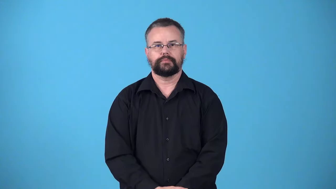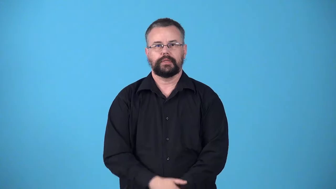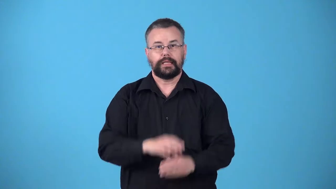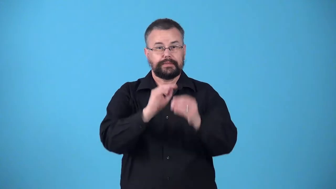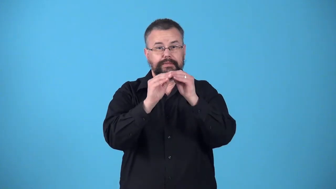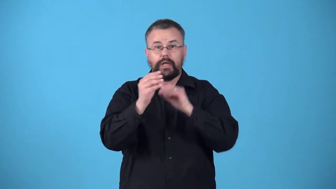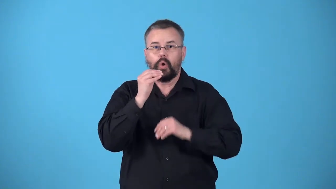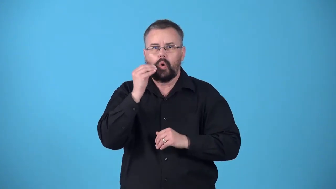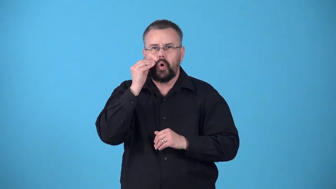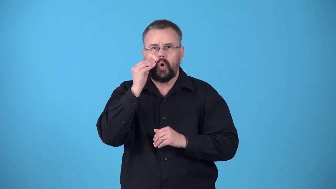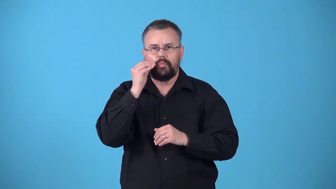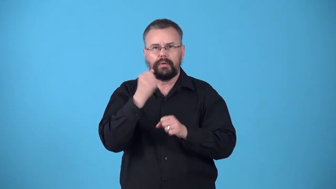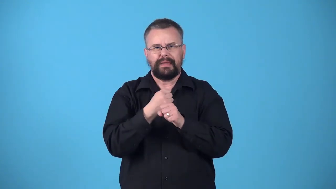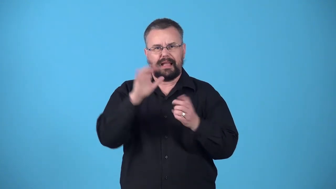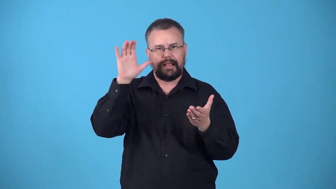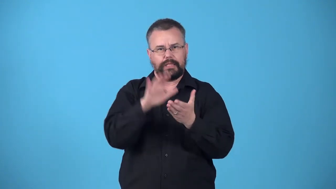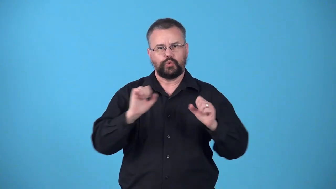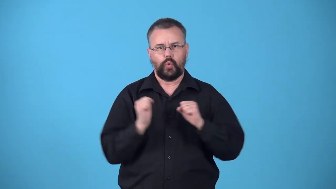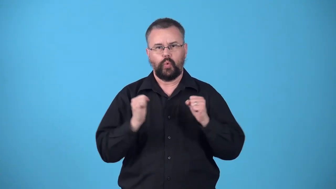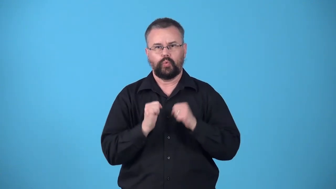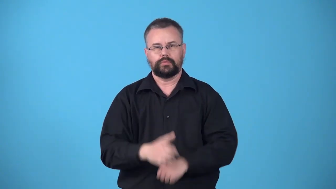weatherize,weatherproof